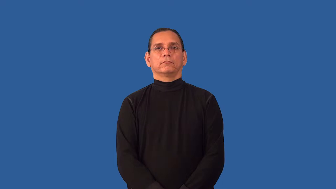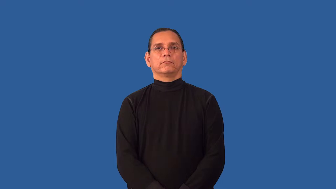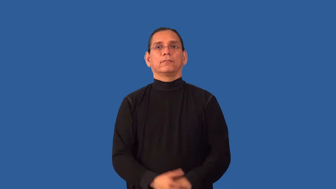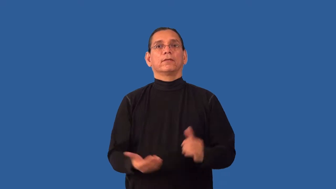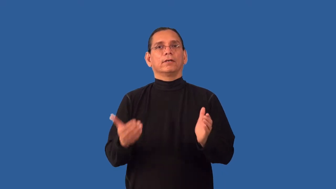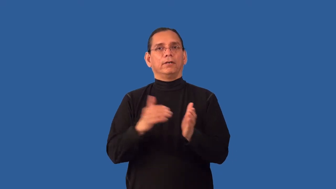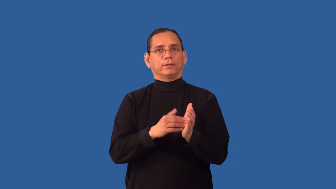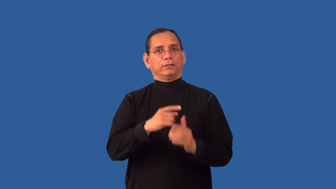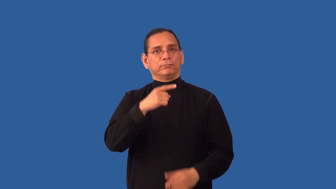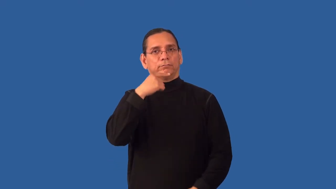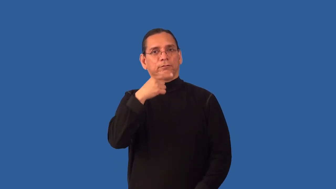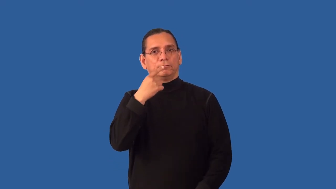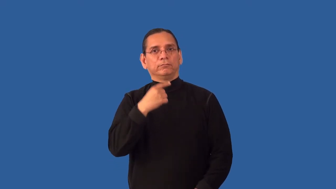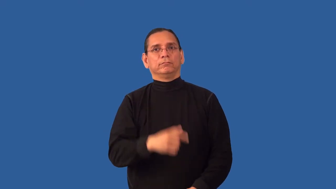restate